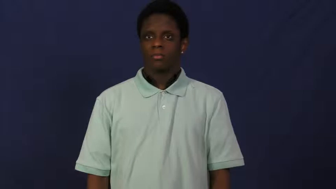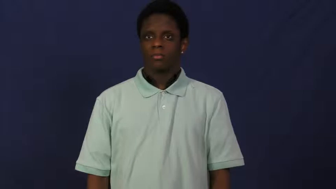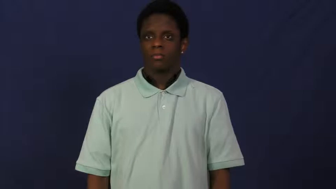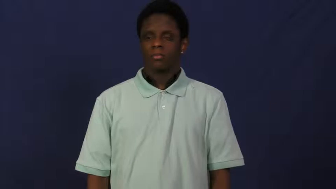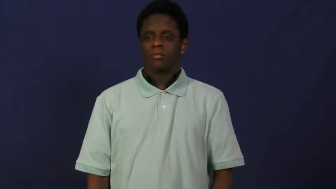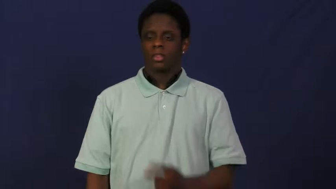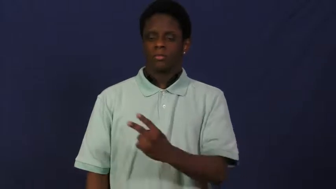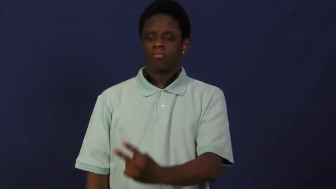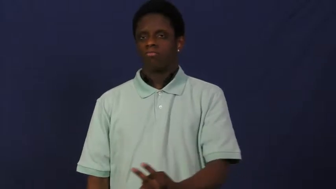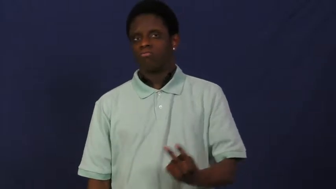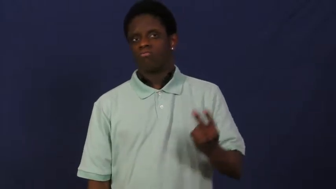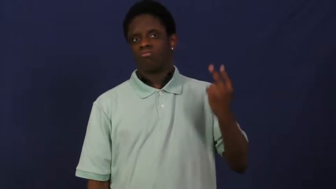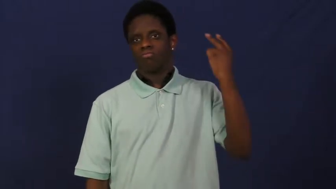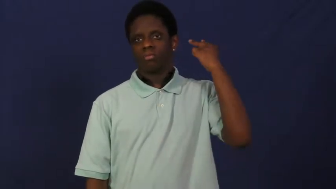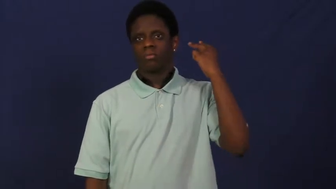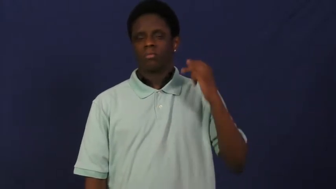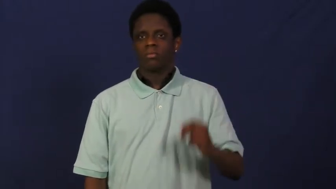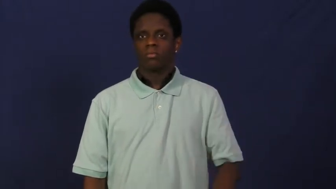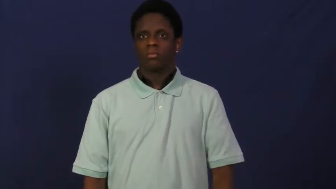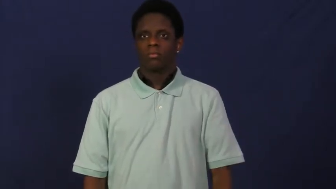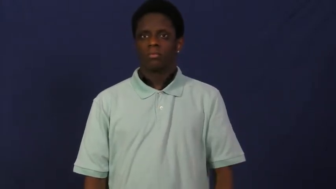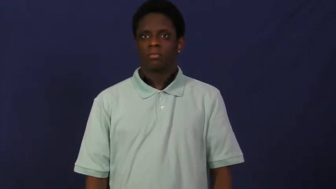recollect